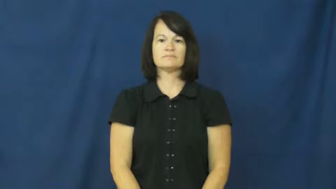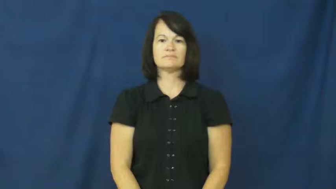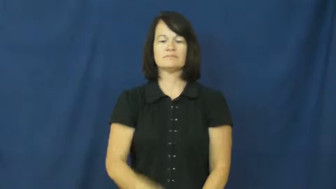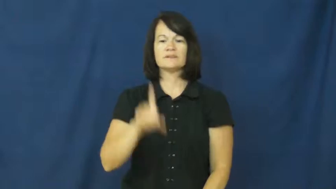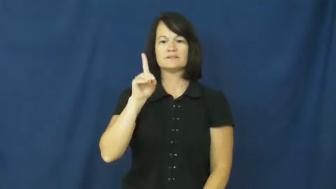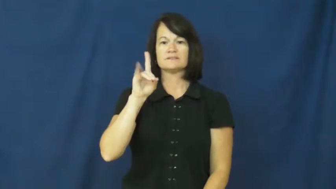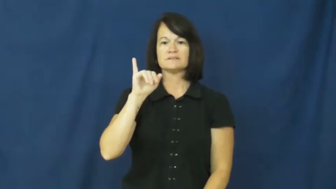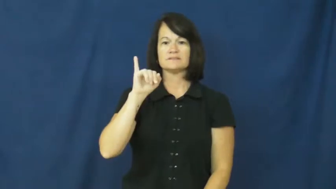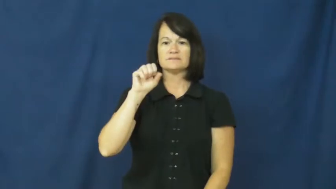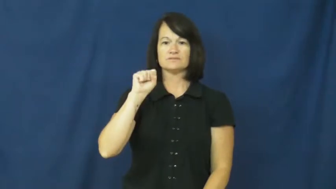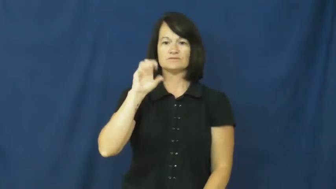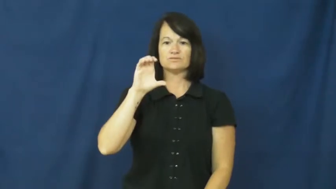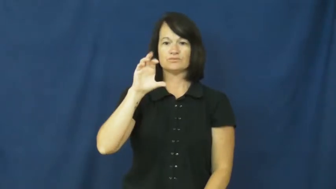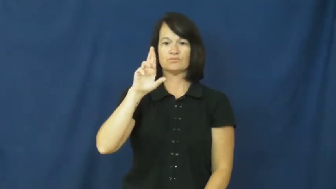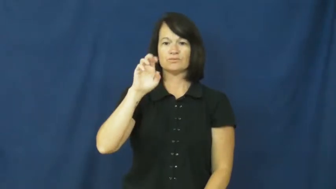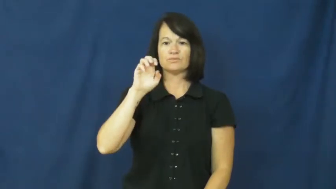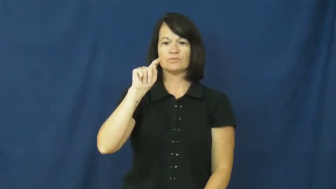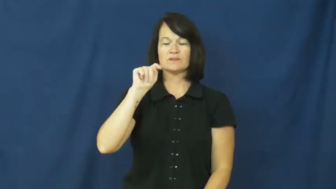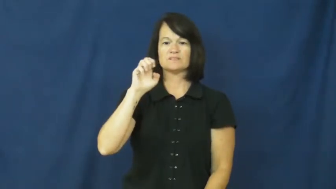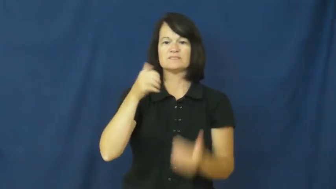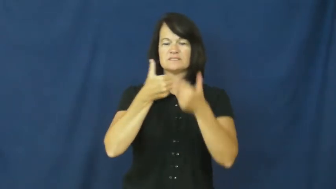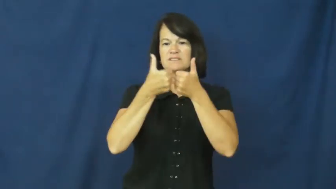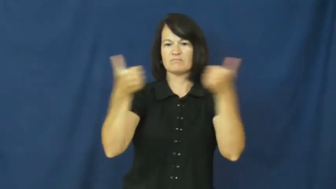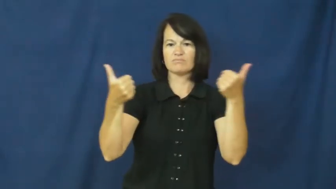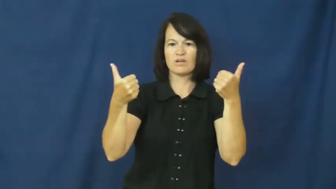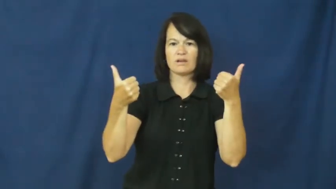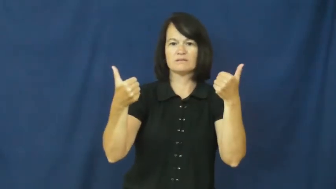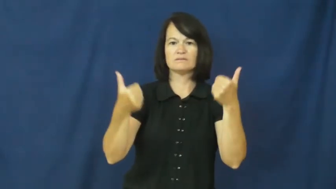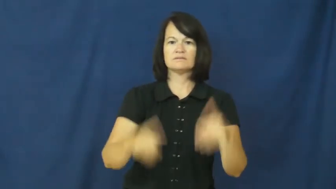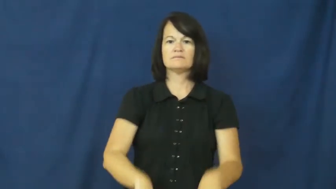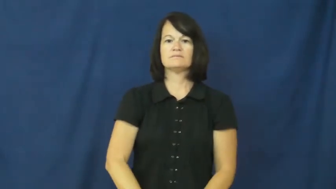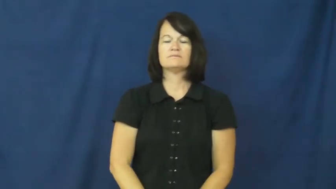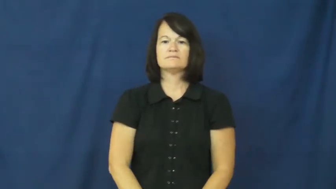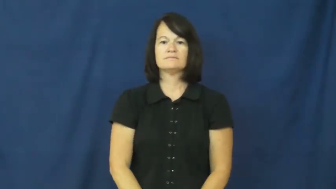discrete-separate